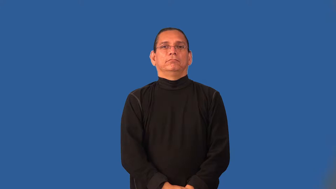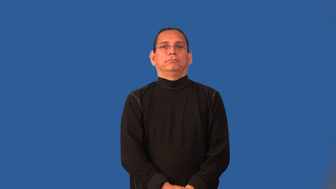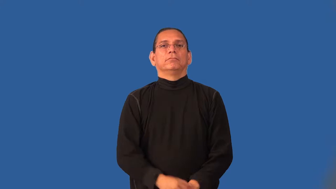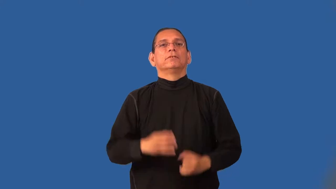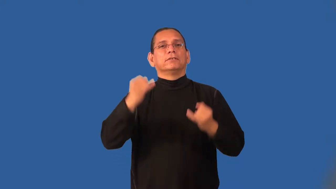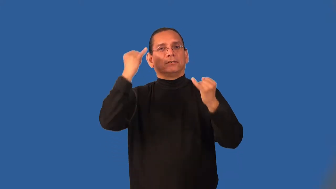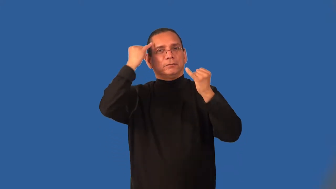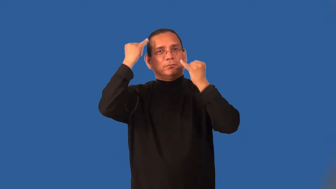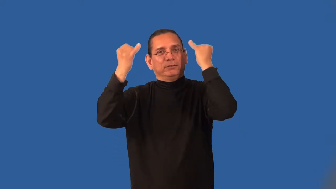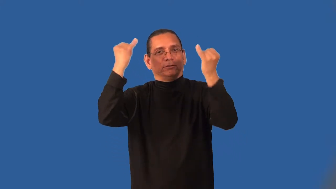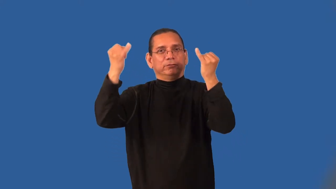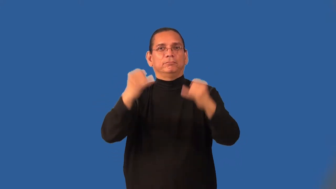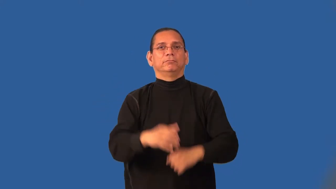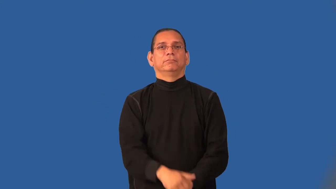illusory